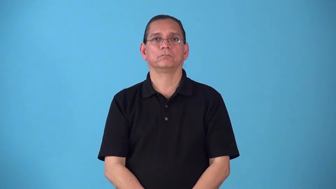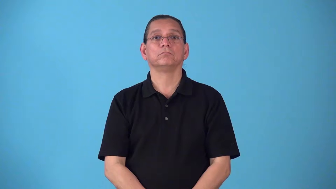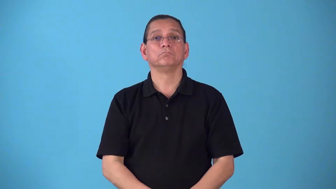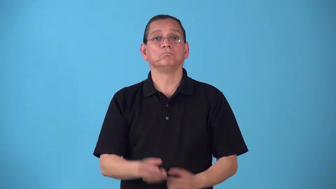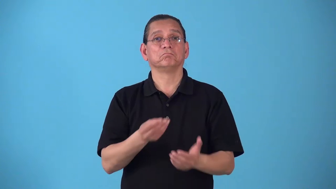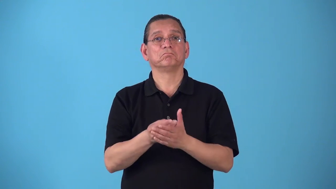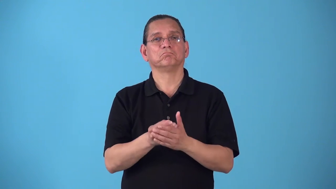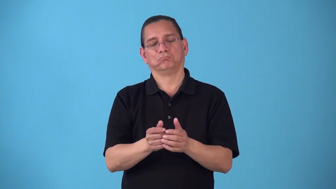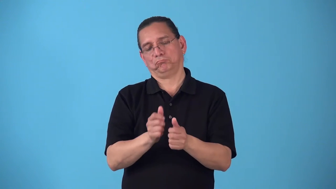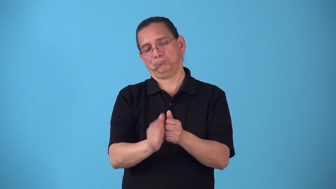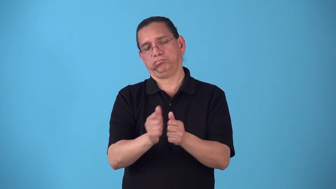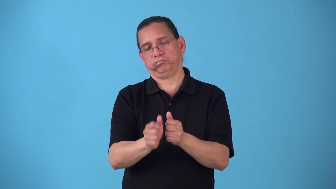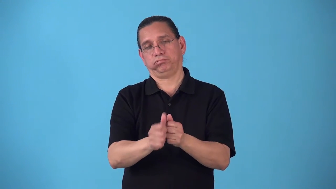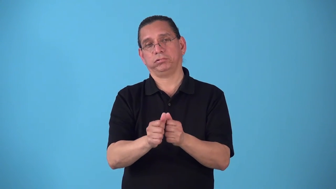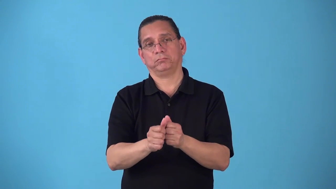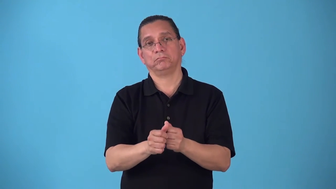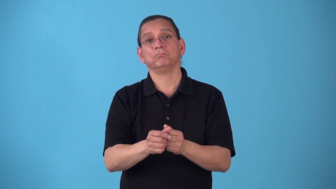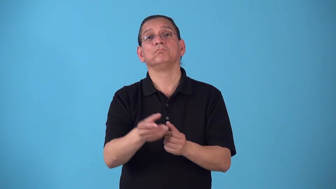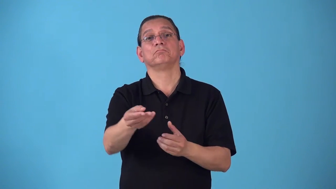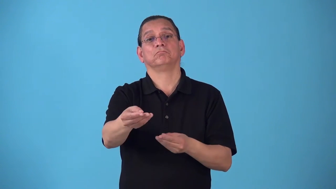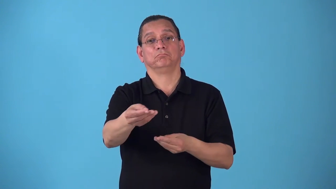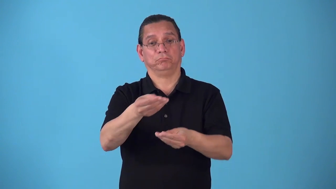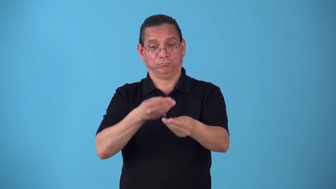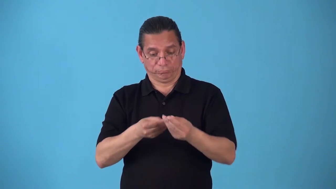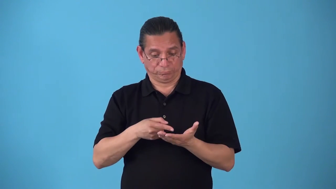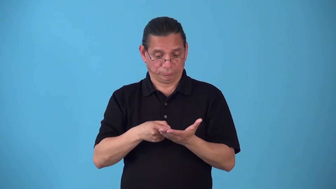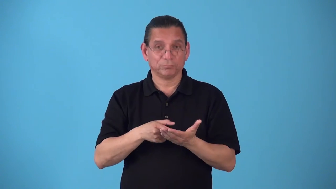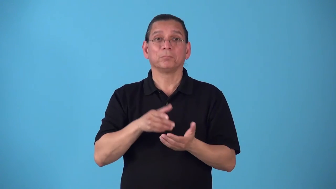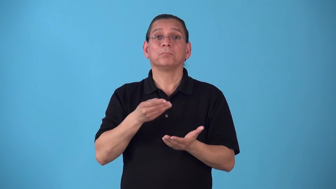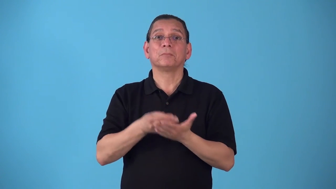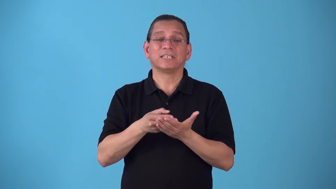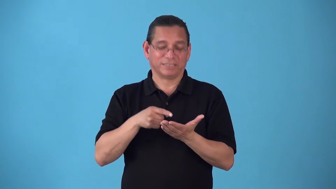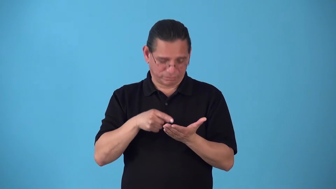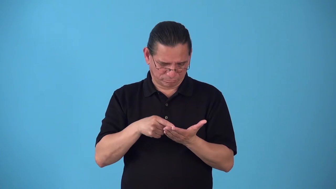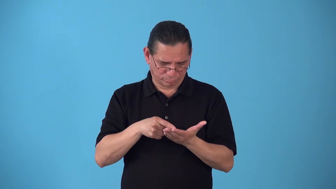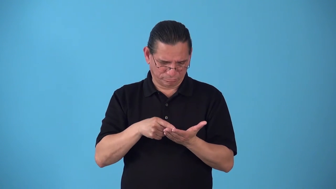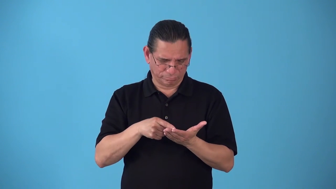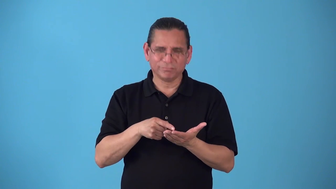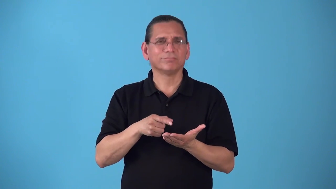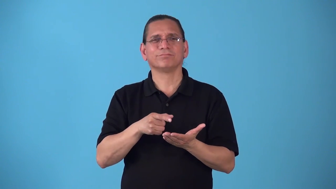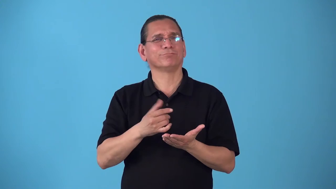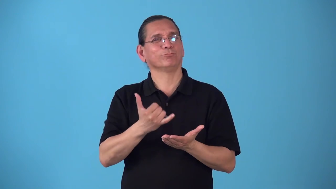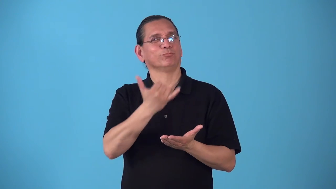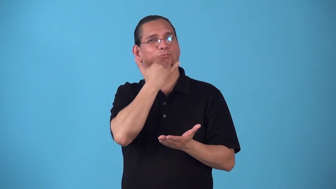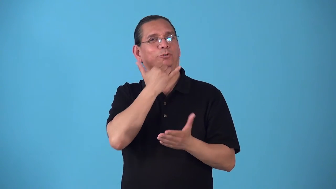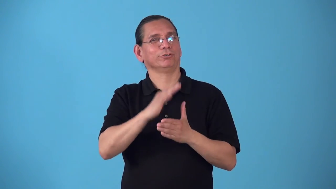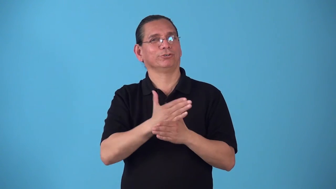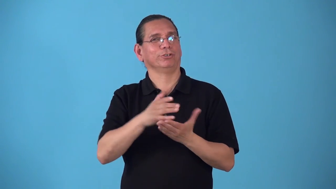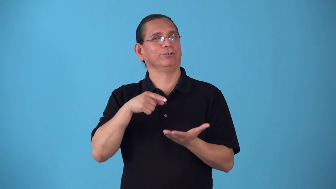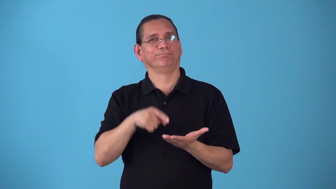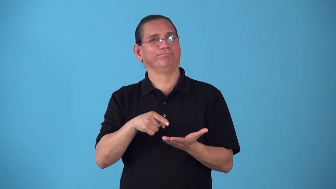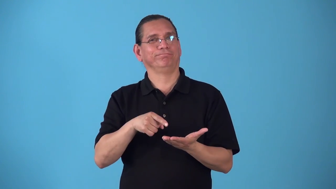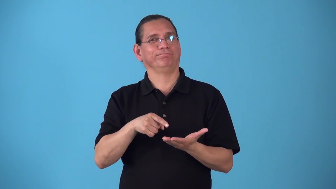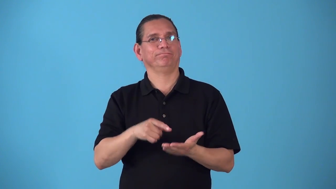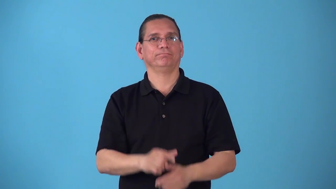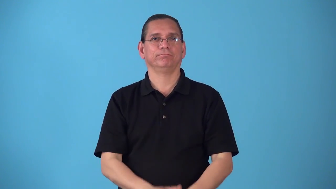shortchange,short-money